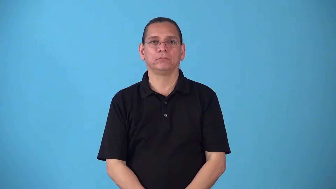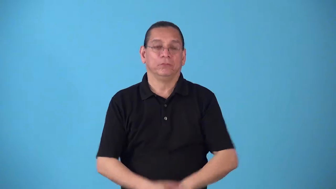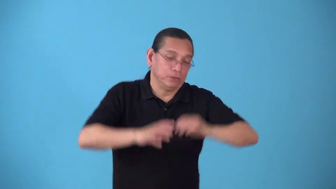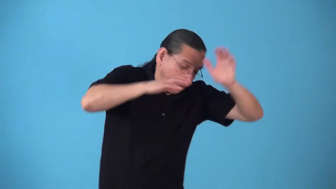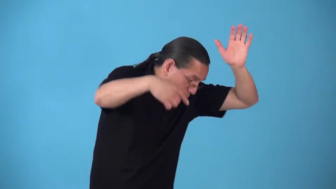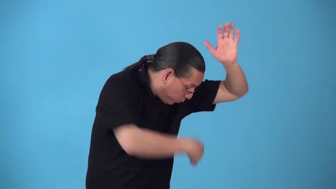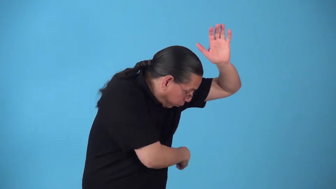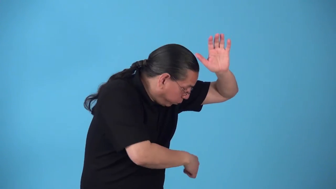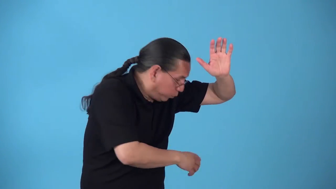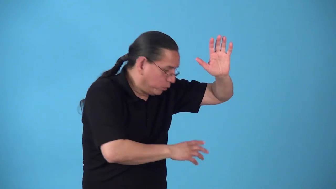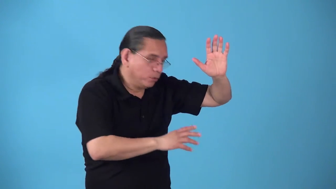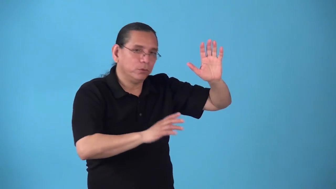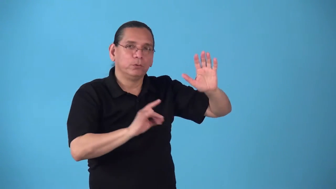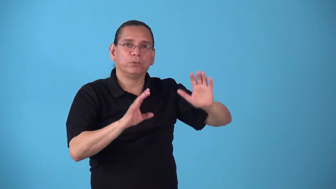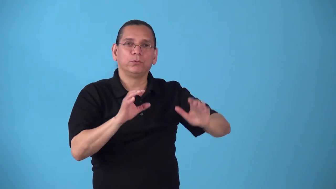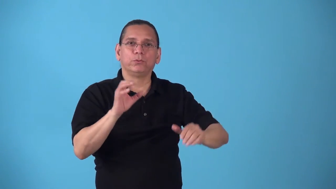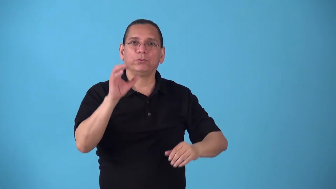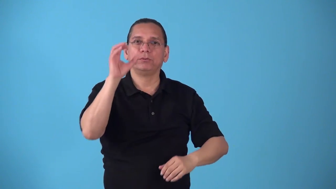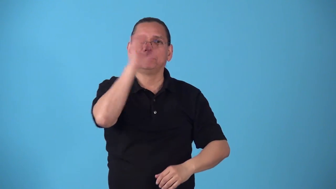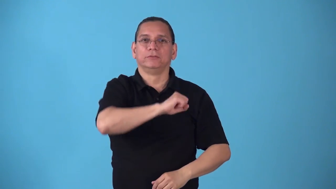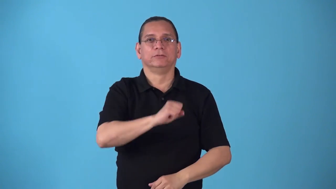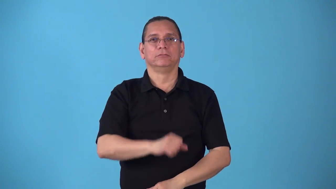sidestep-move to side of so as not to hit